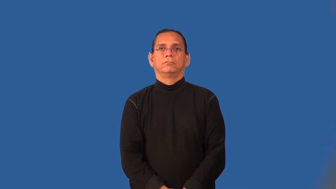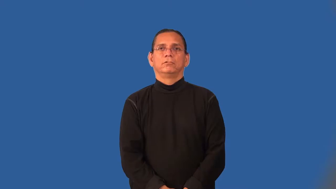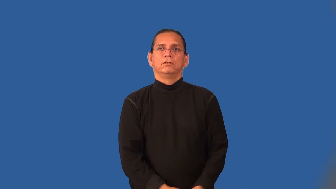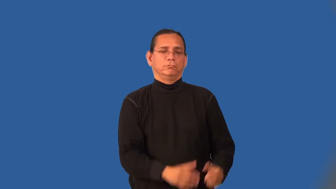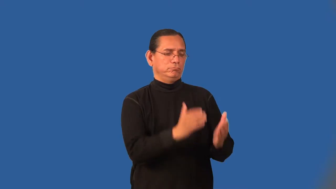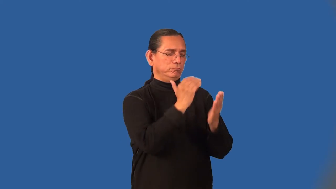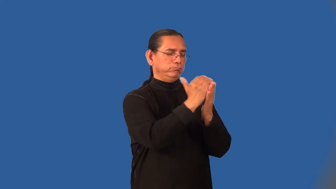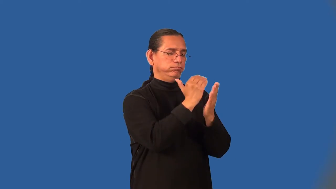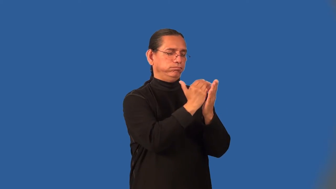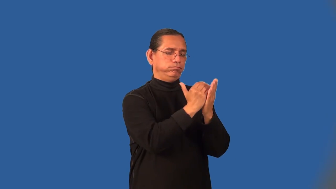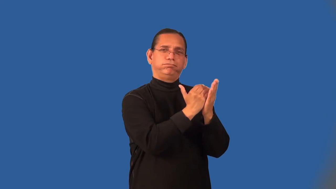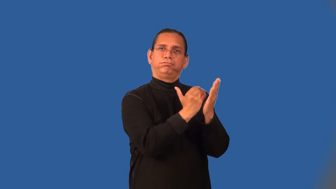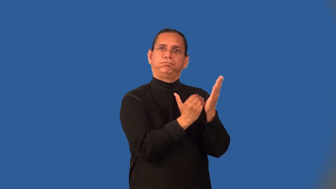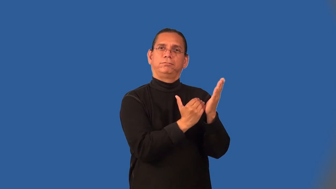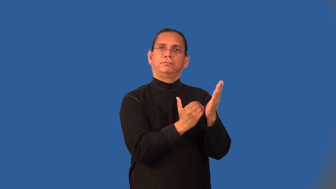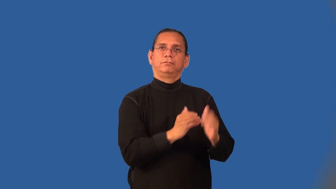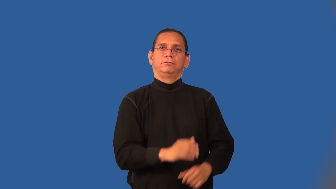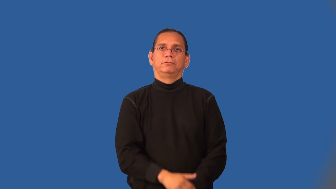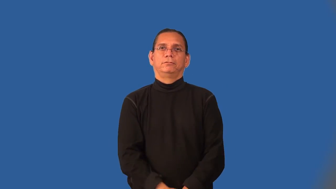outline-list